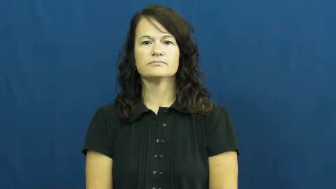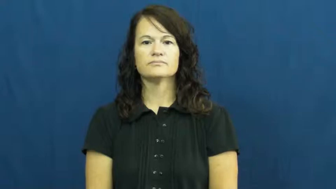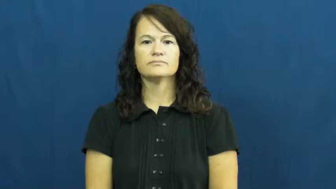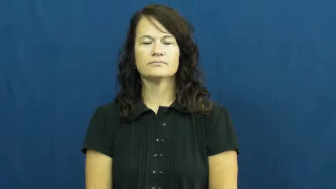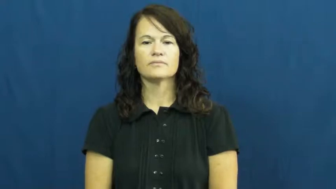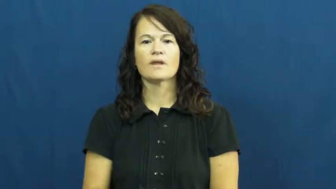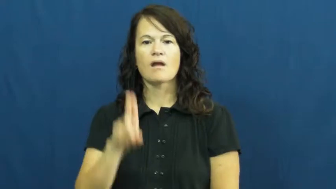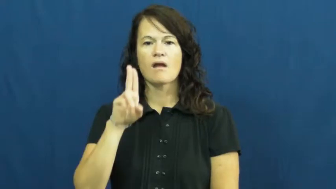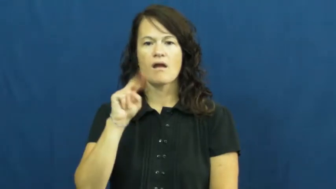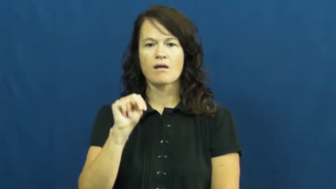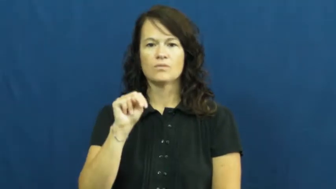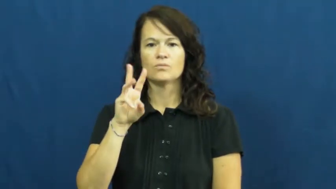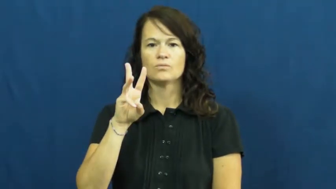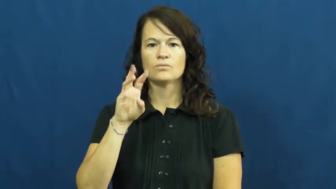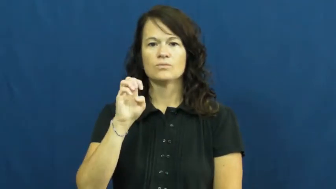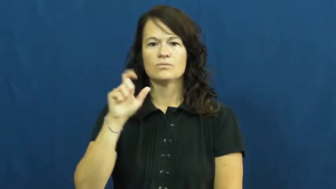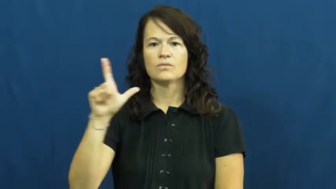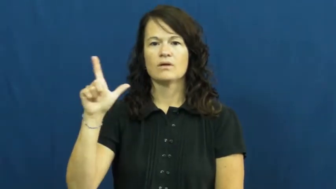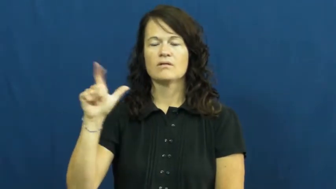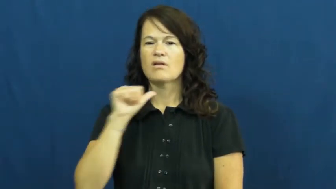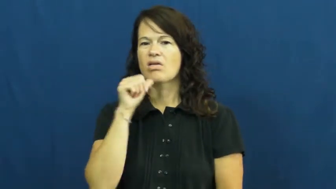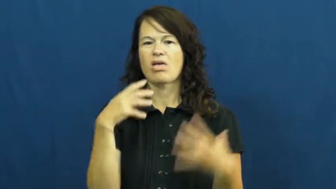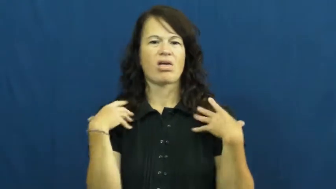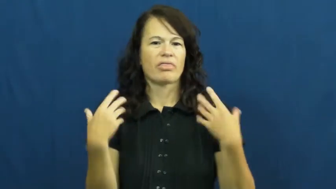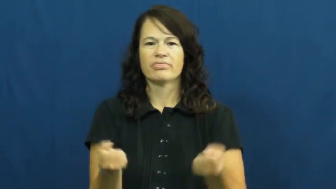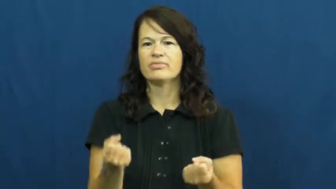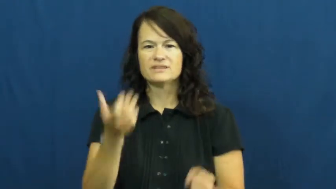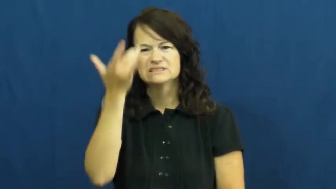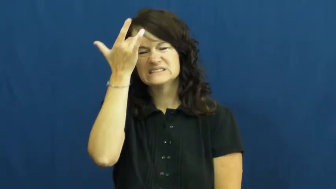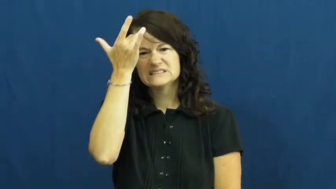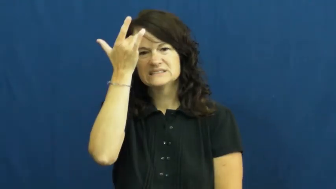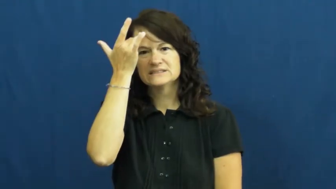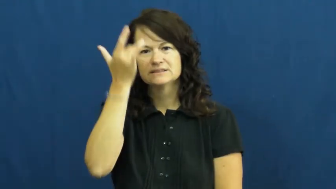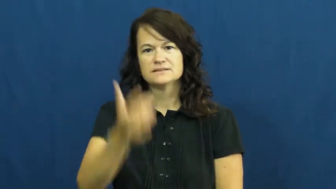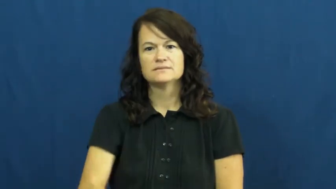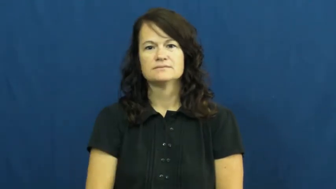unwell